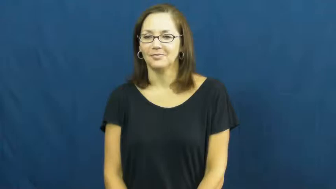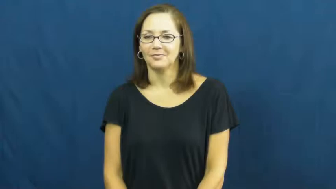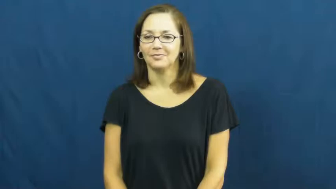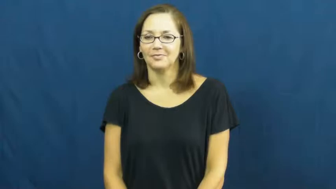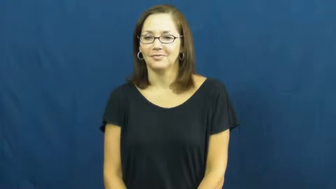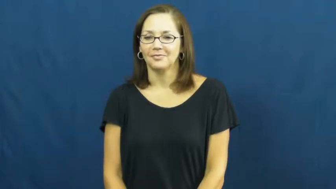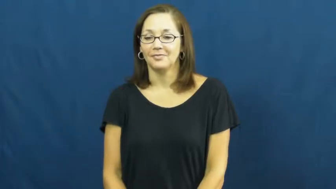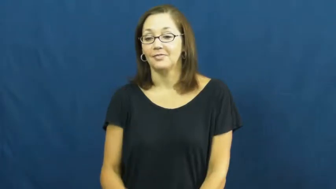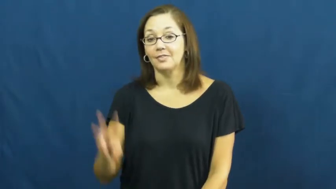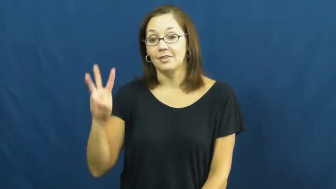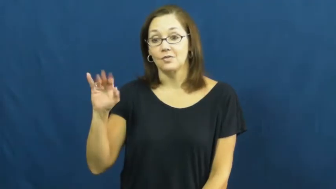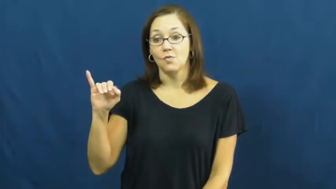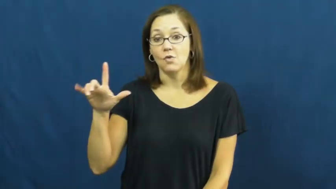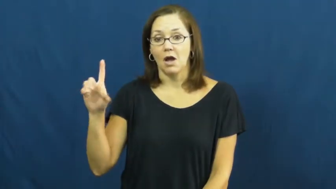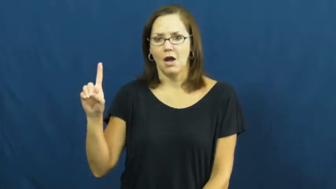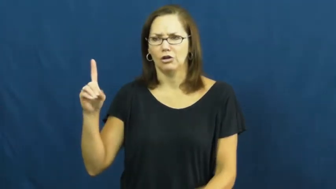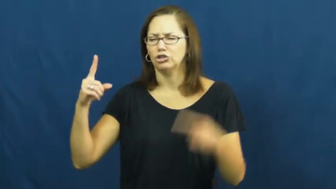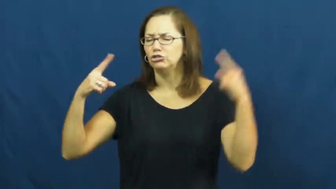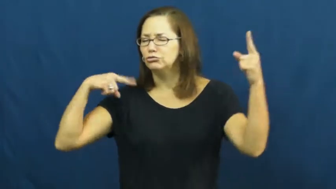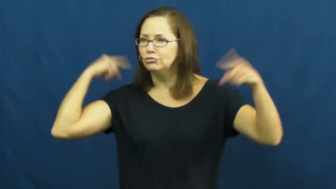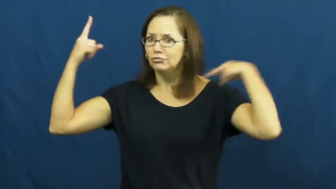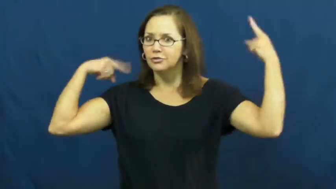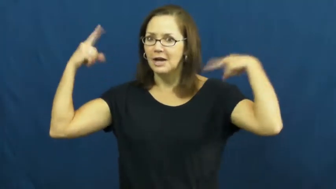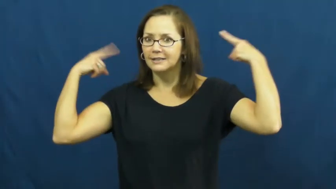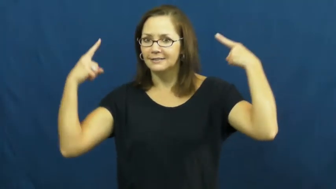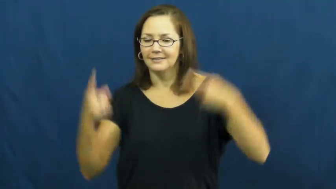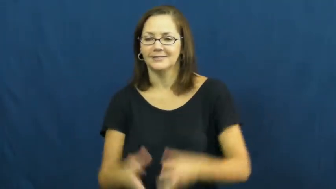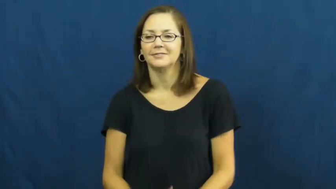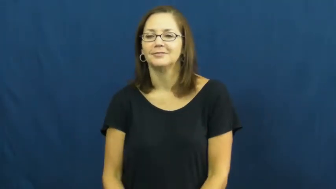wild-crazy